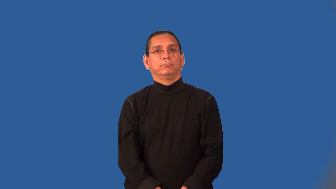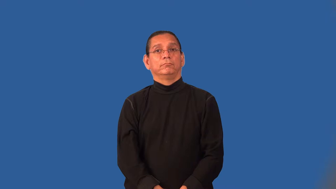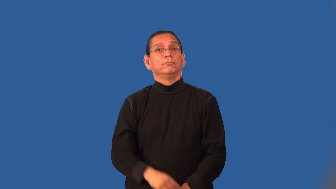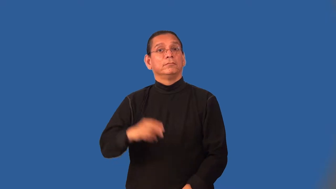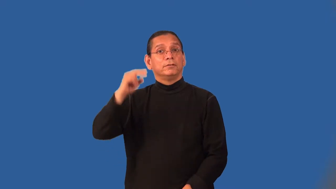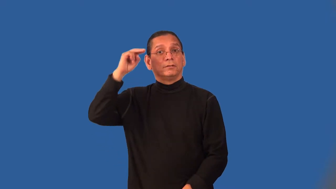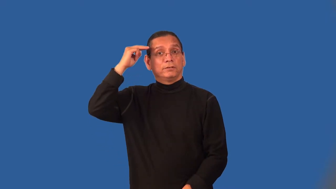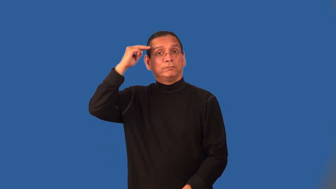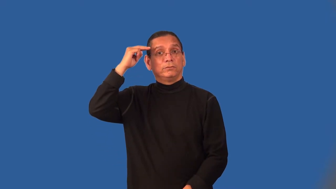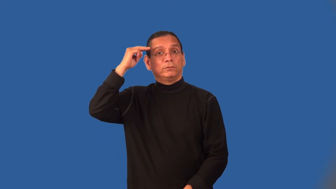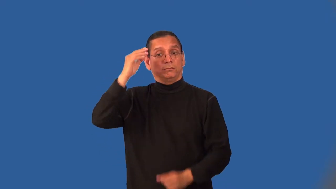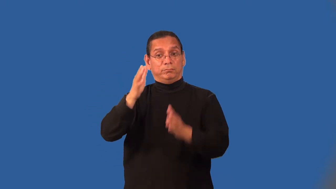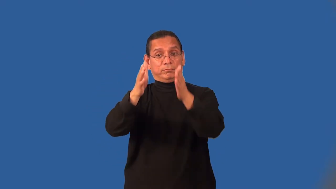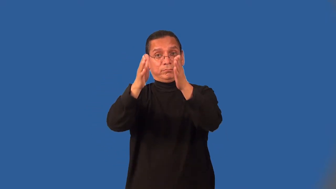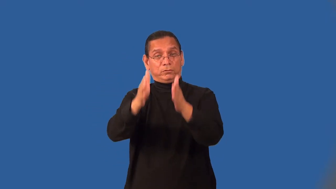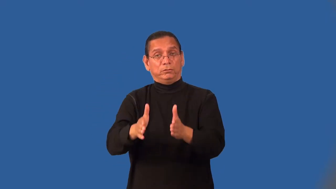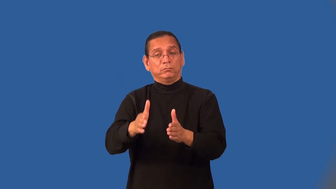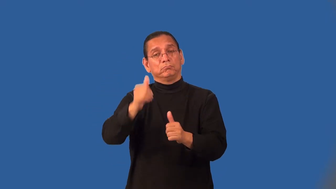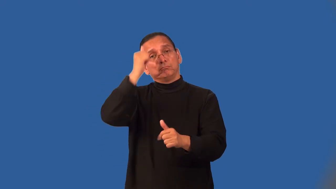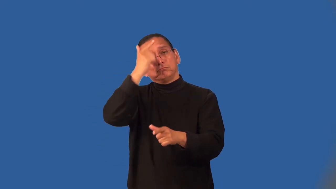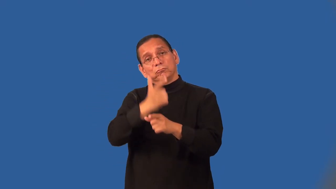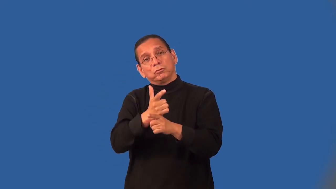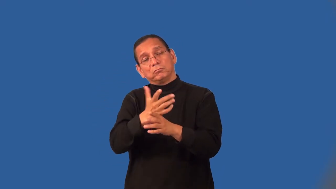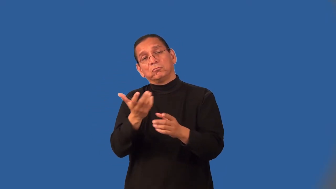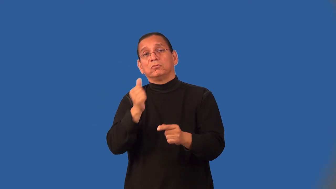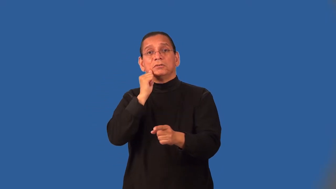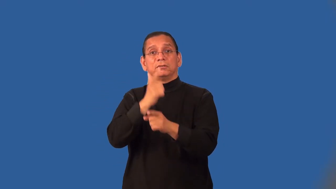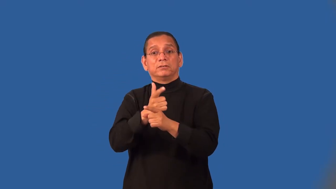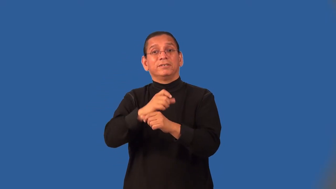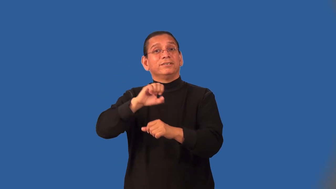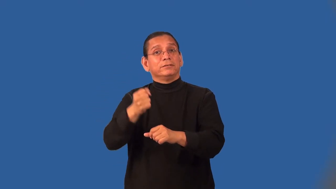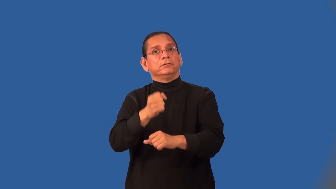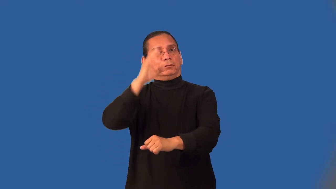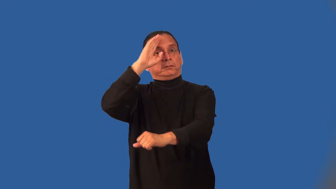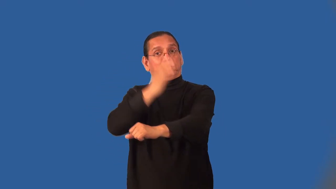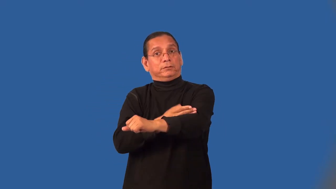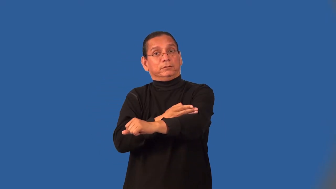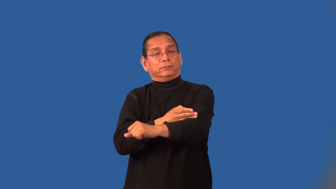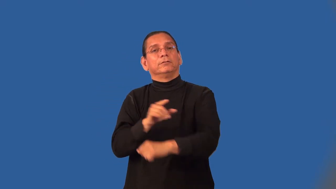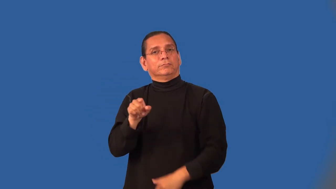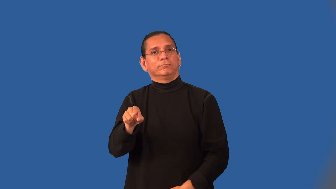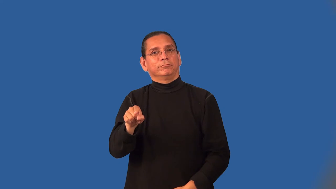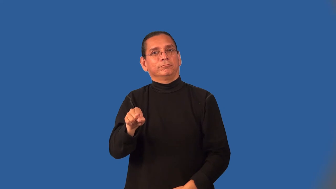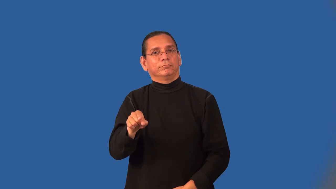nephew